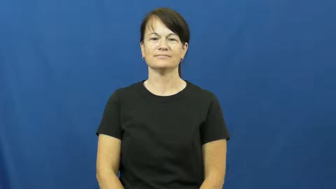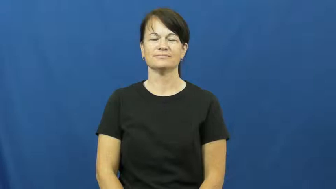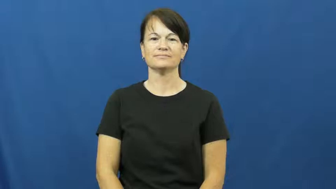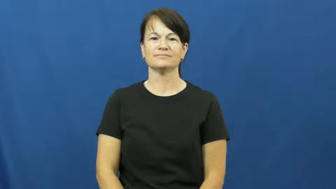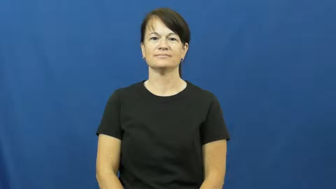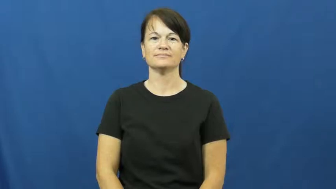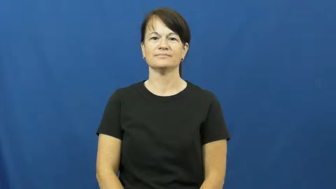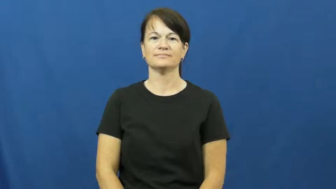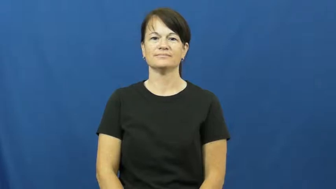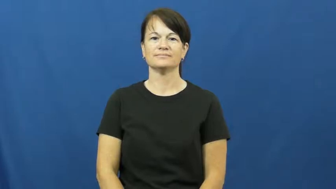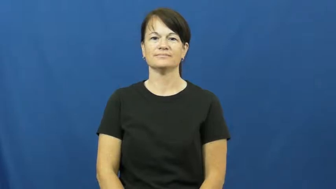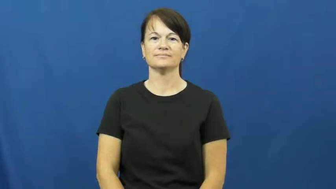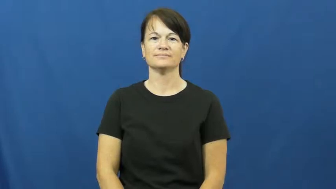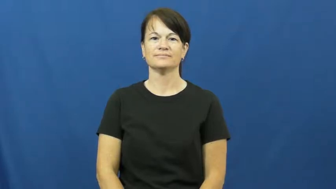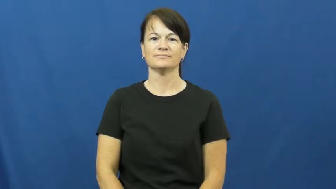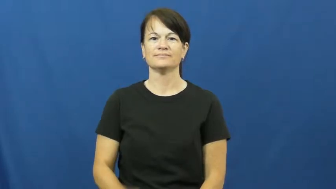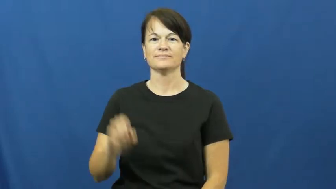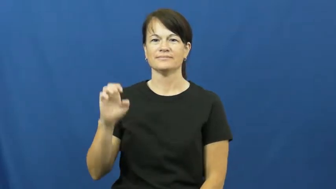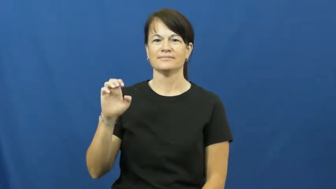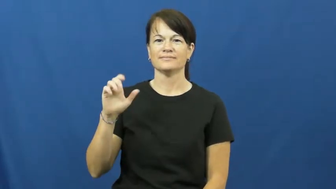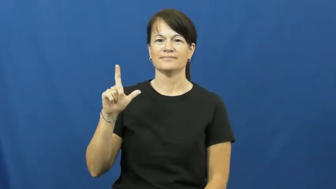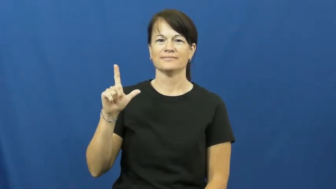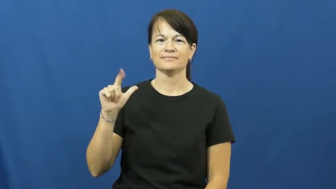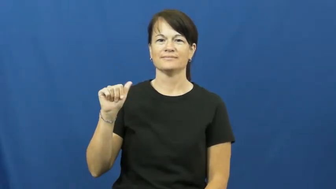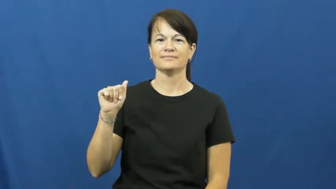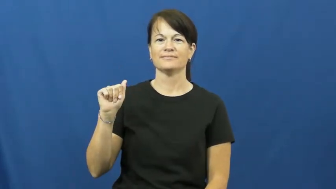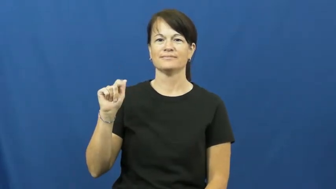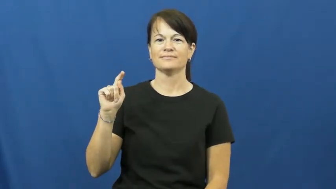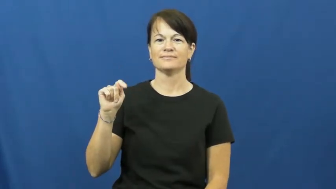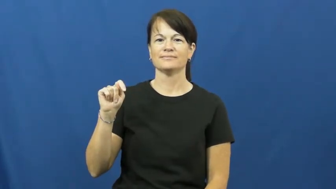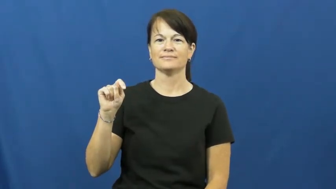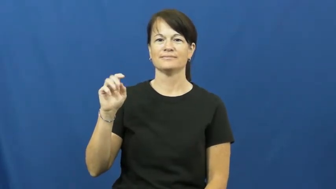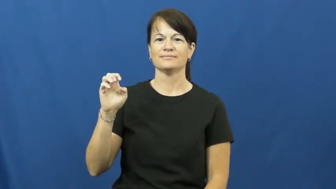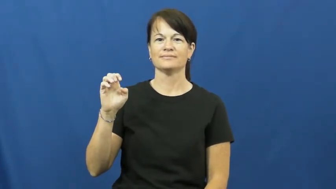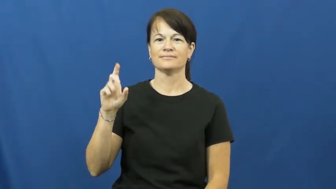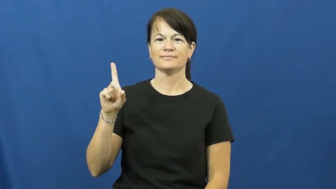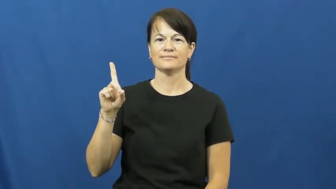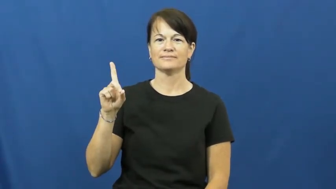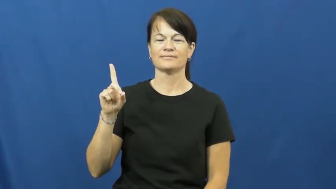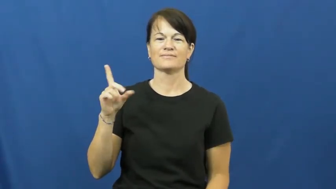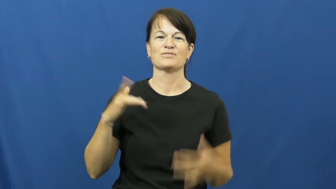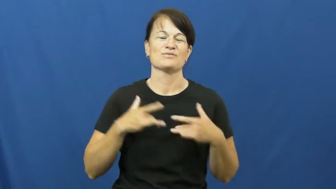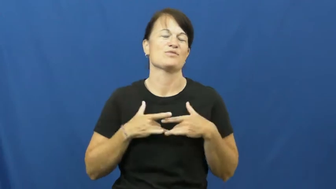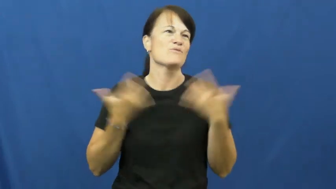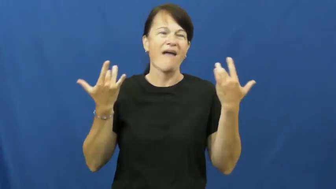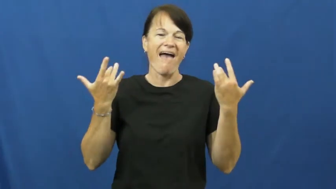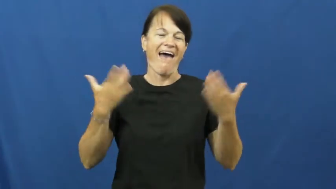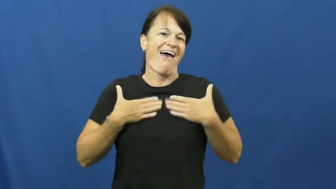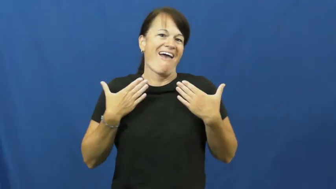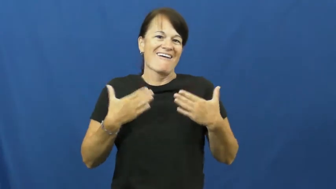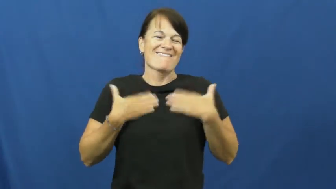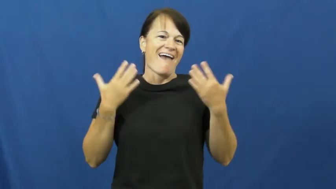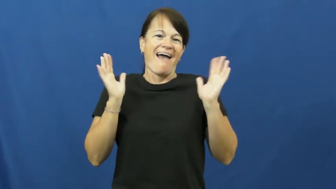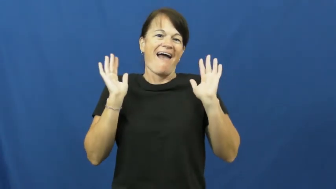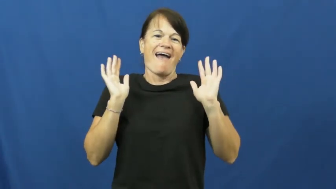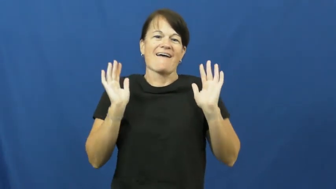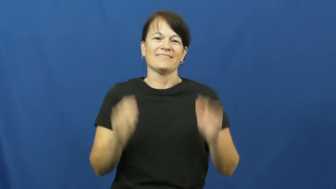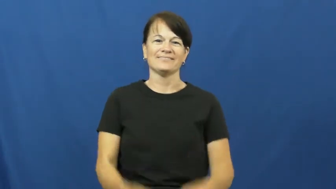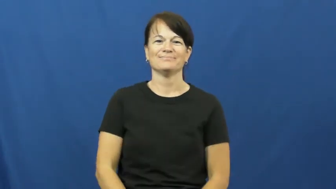elated